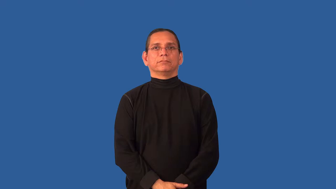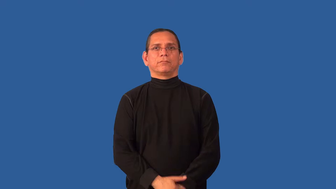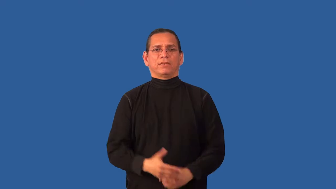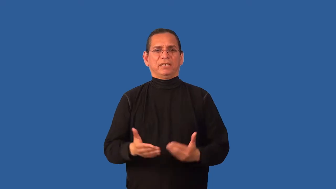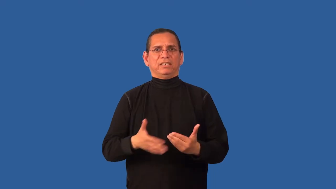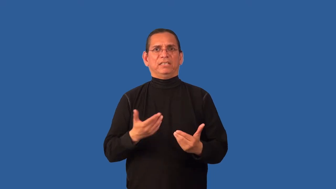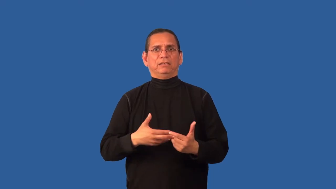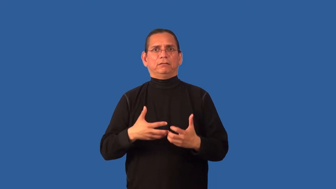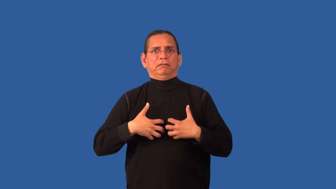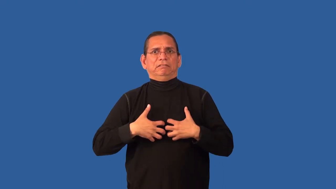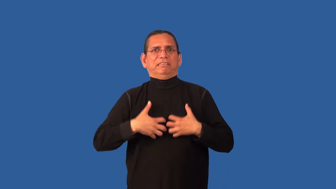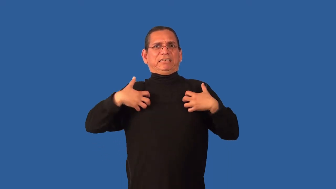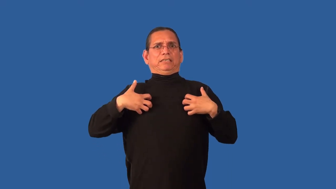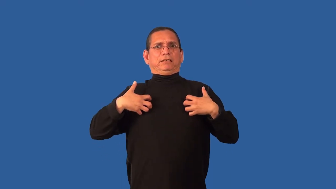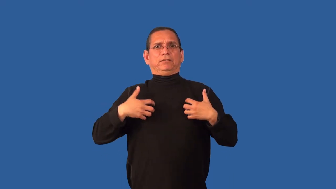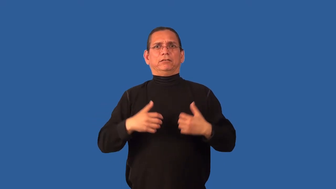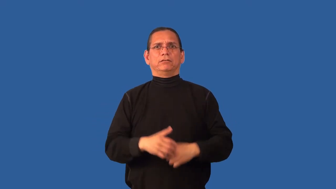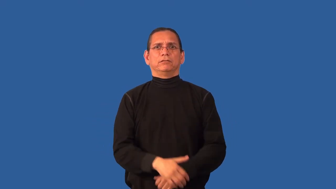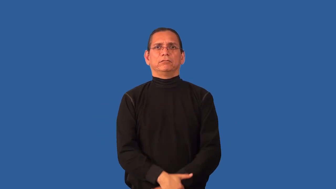irascible